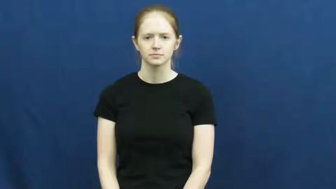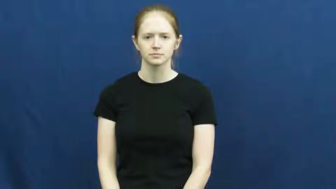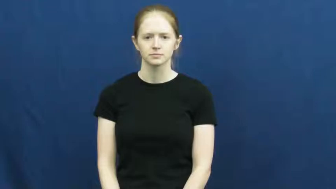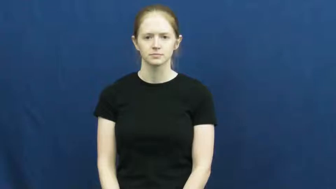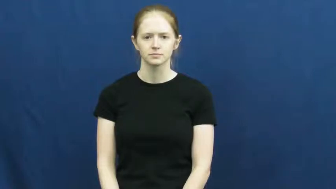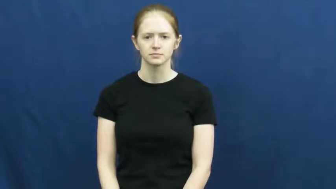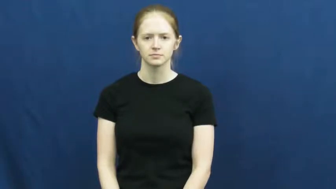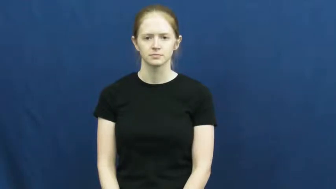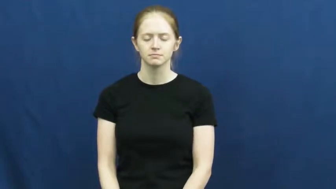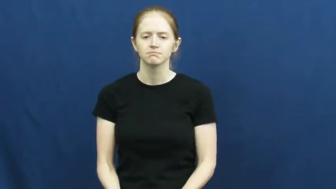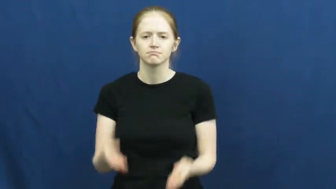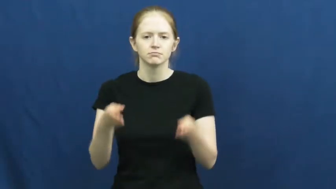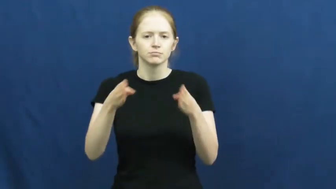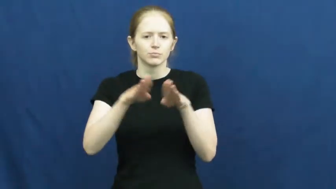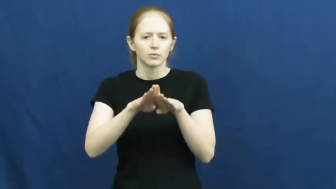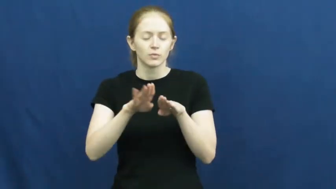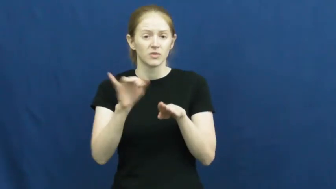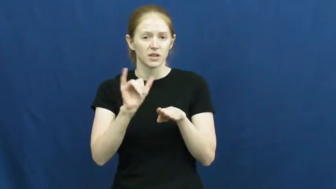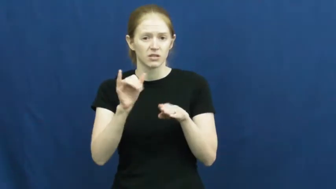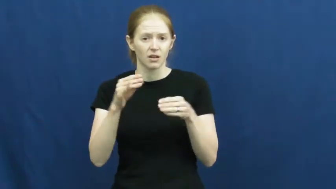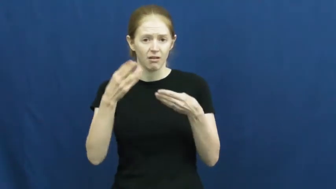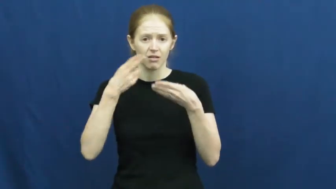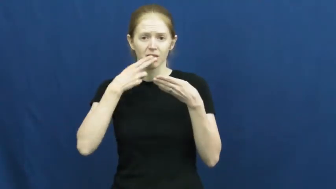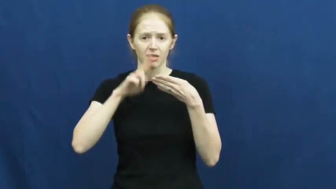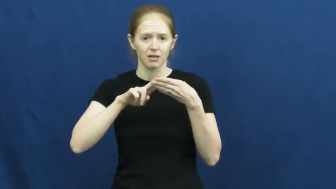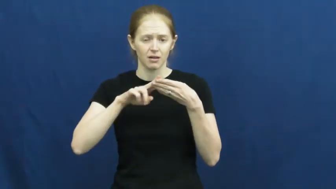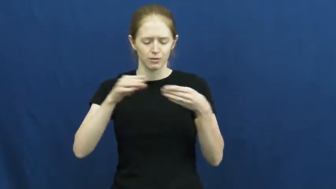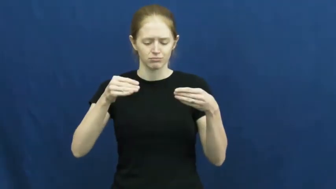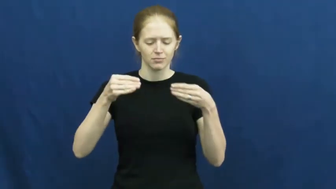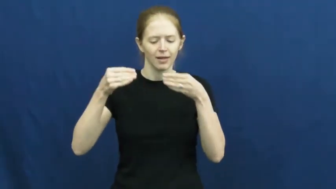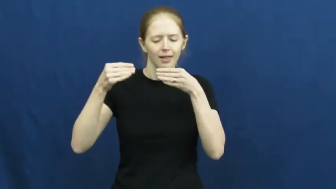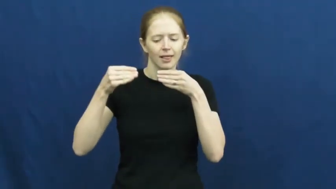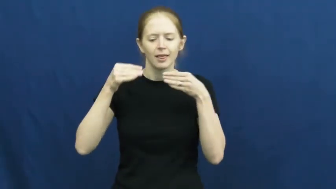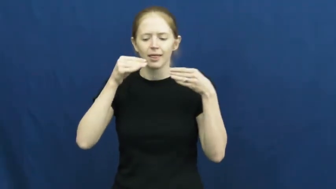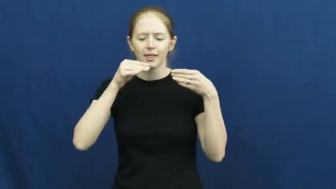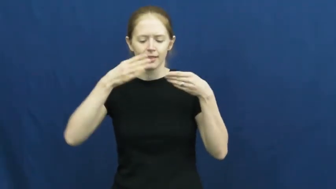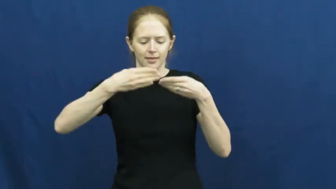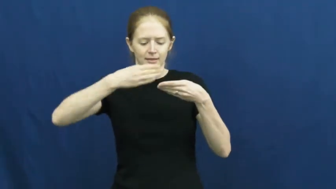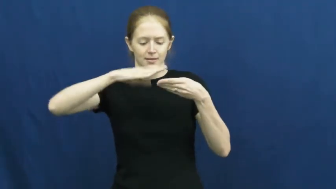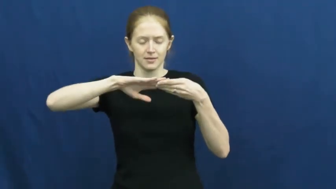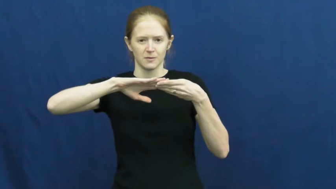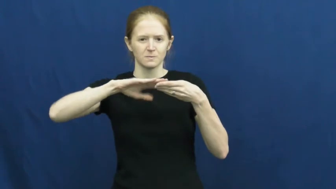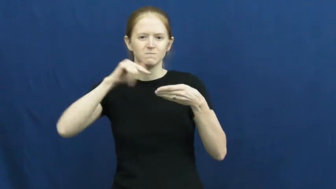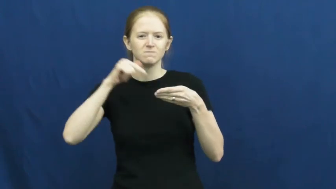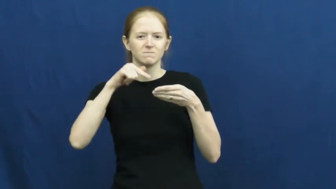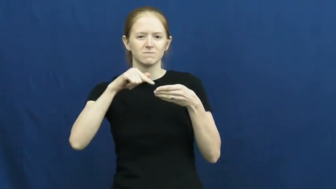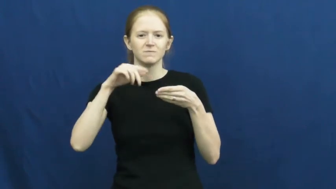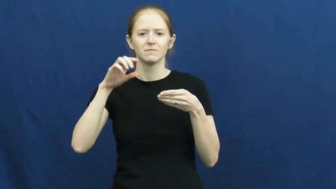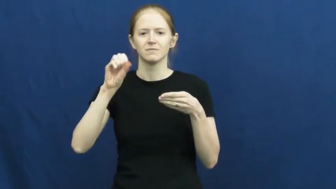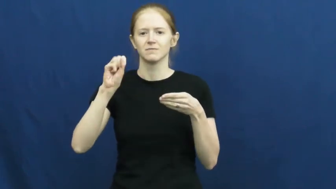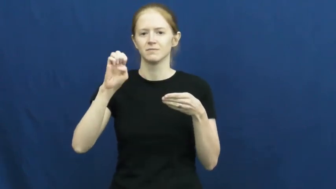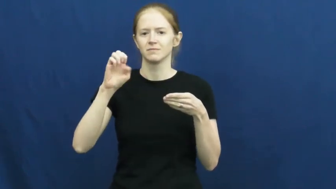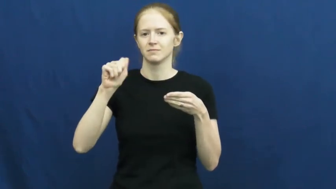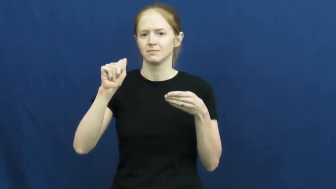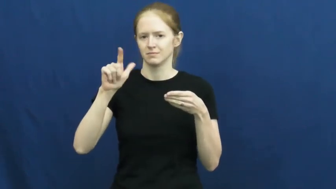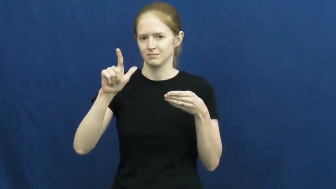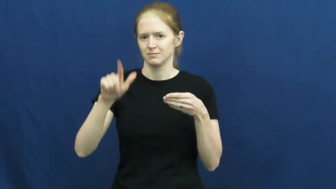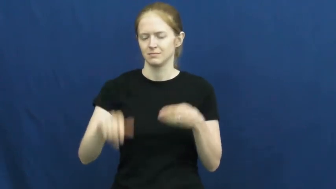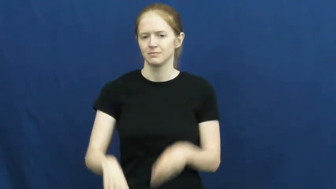seal,seal up-close